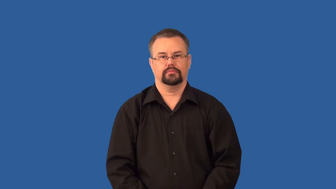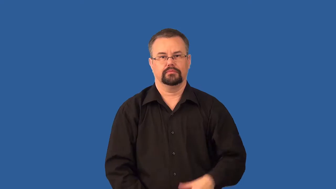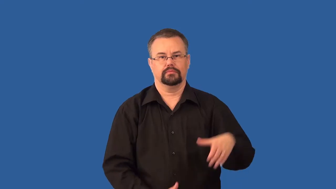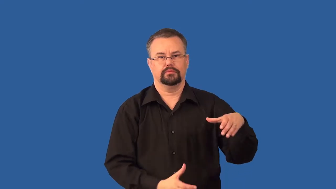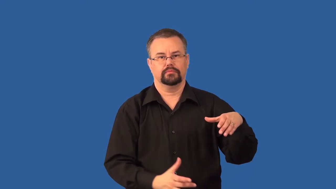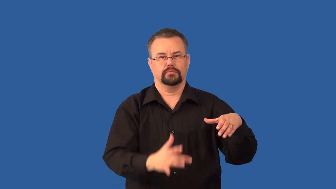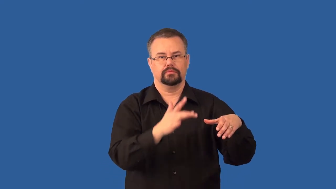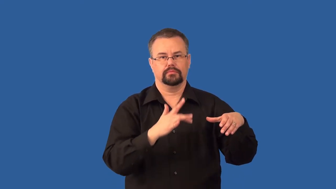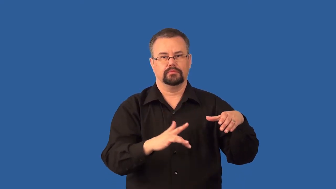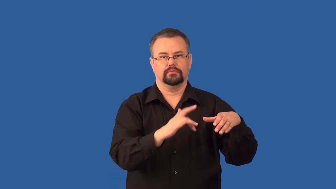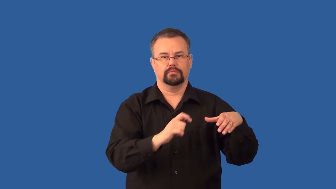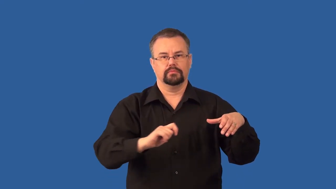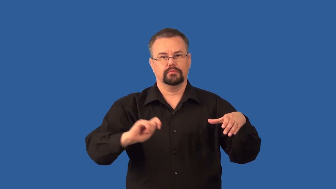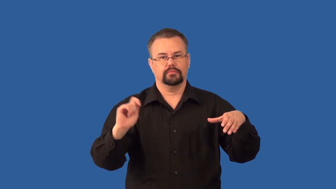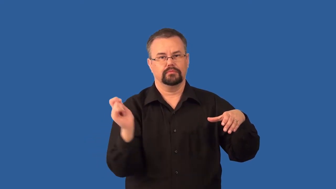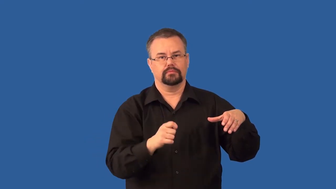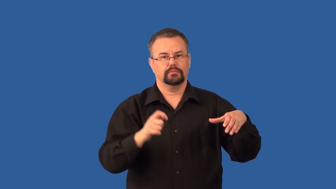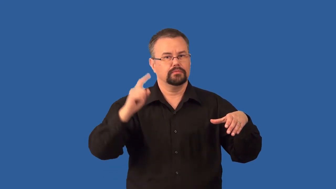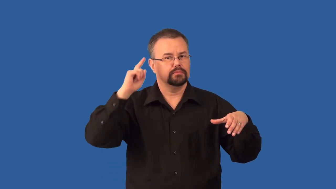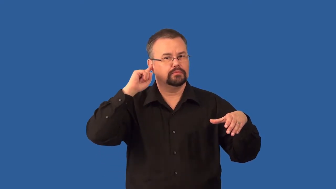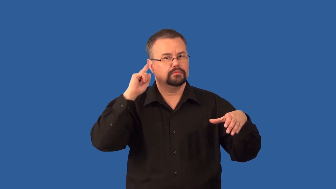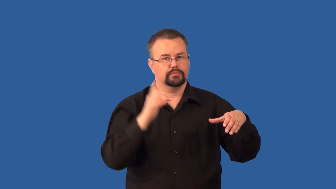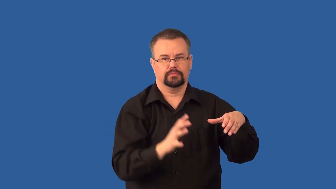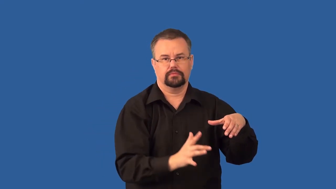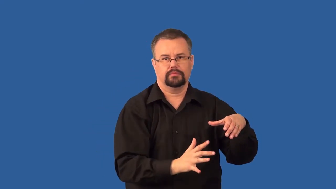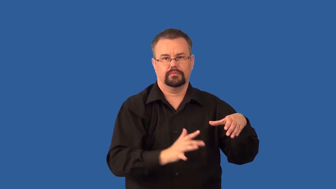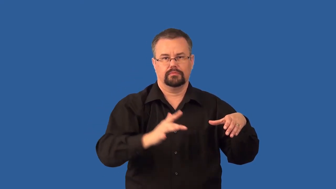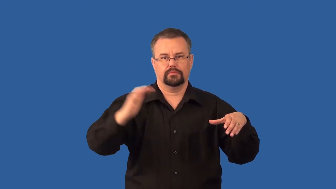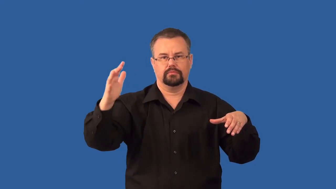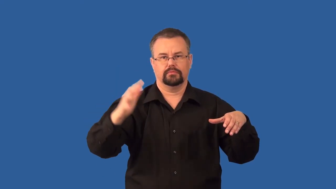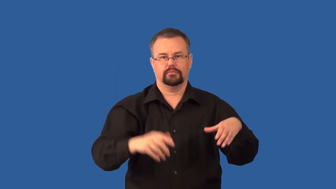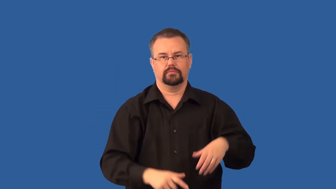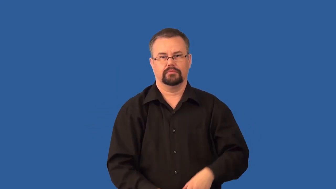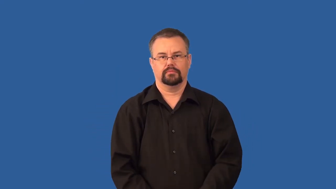resonator